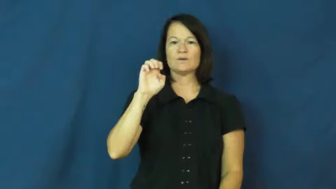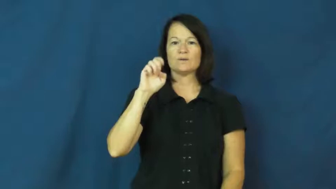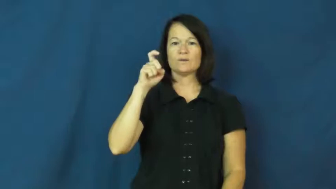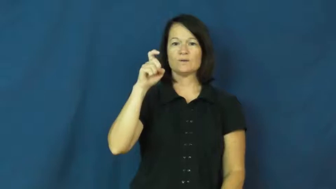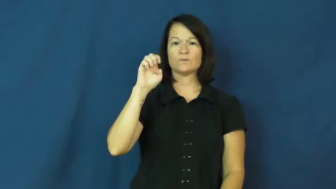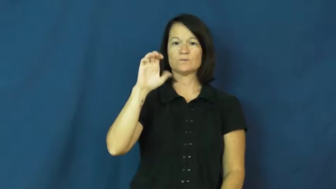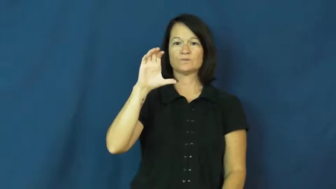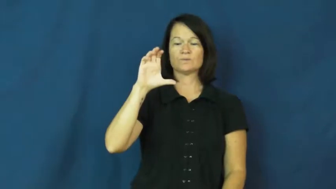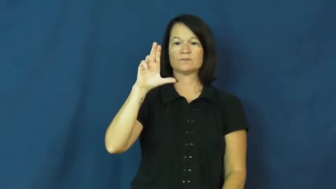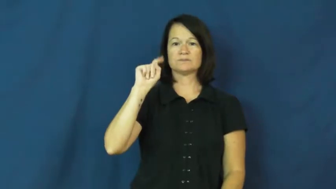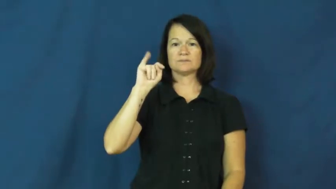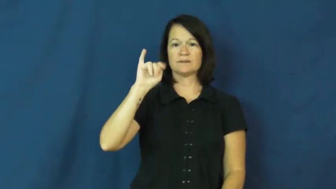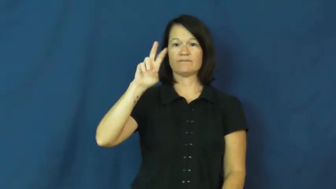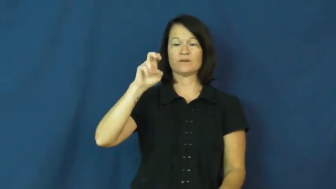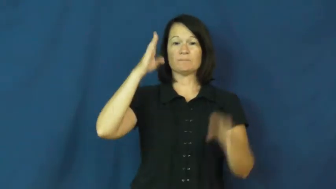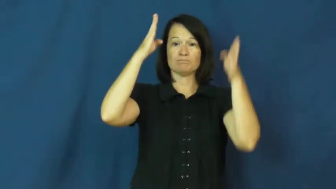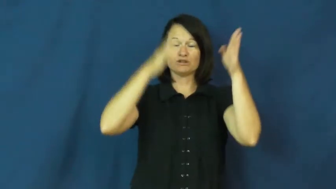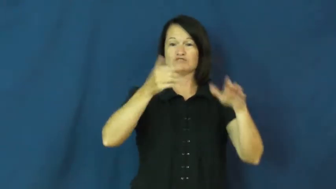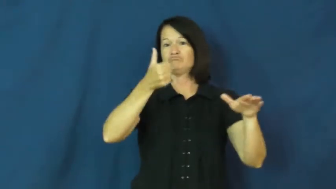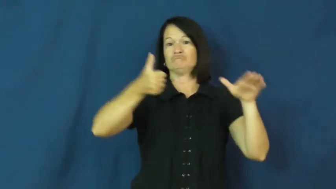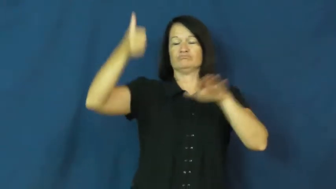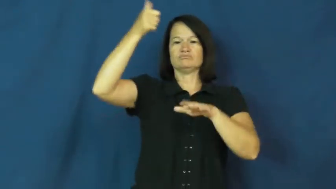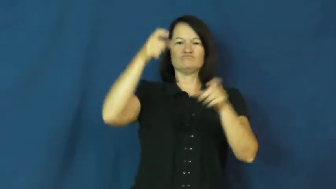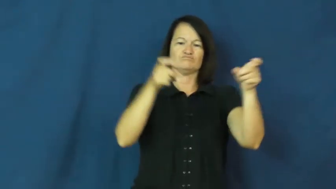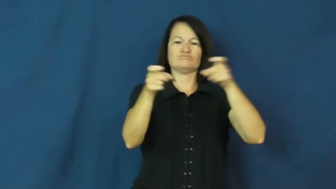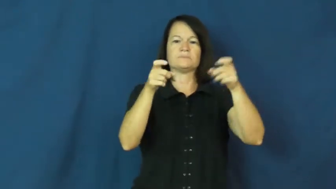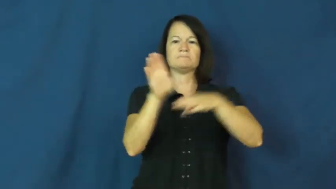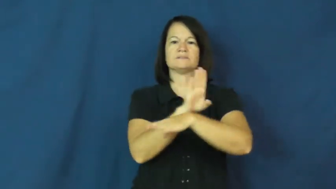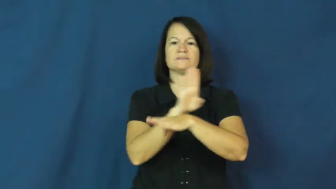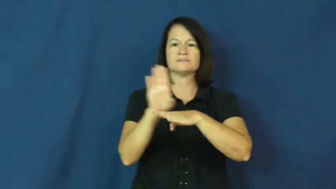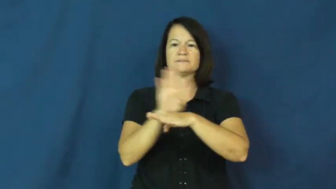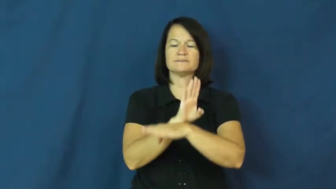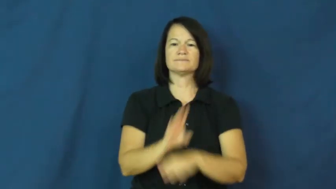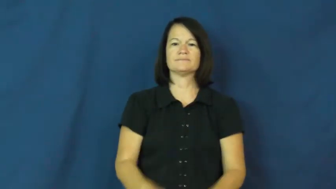executive